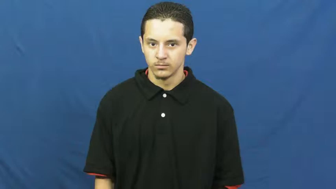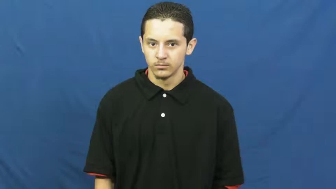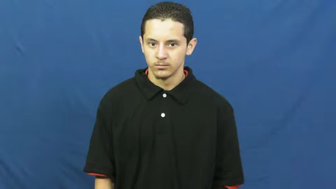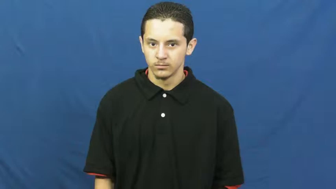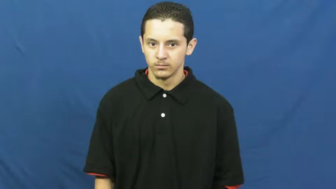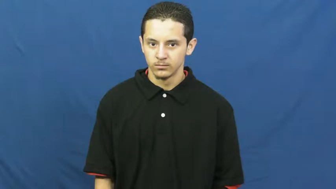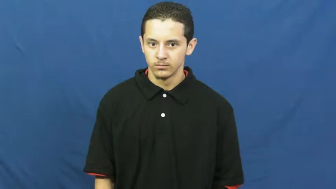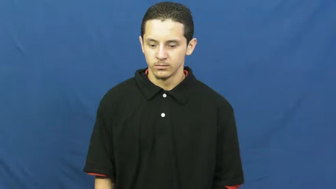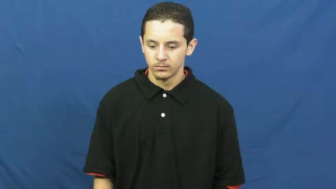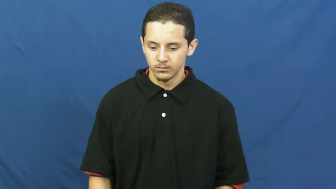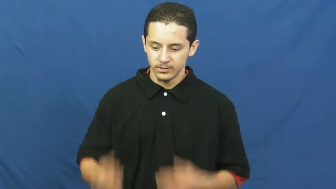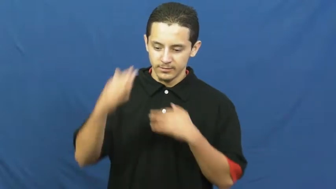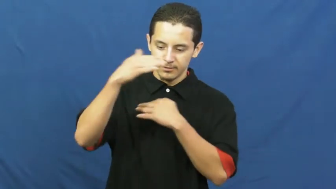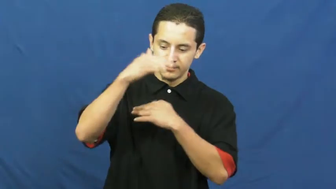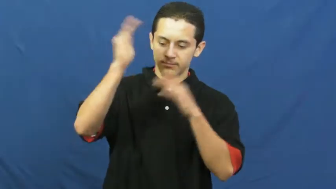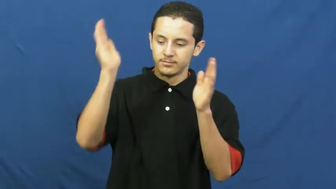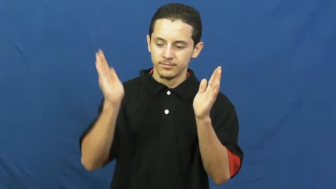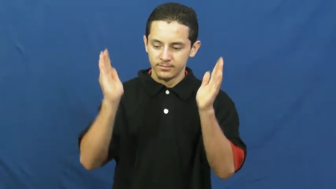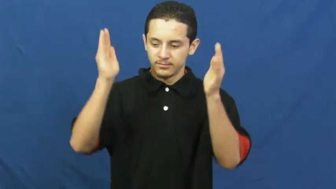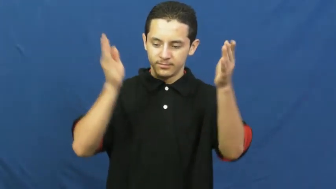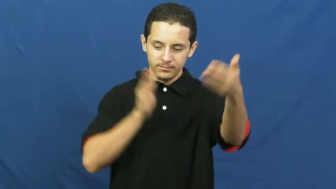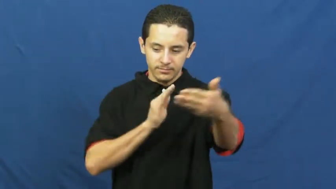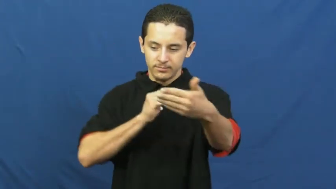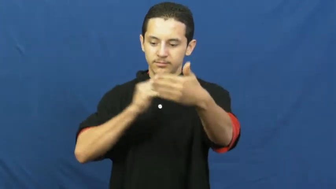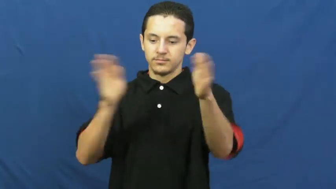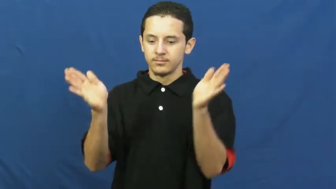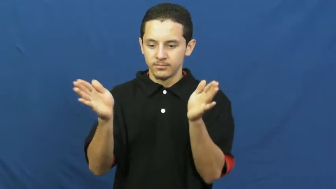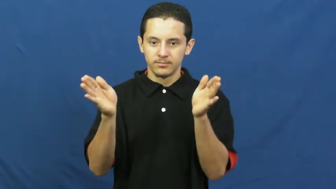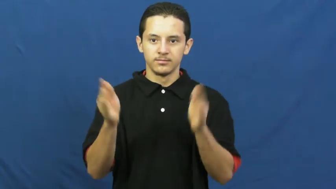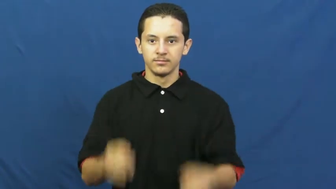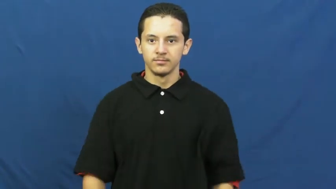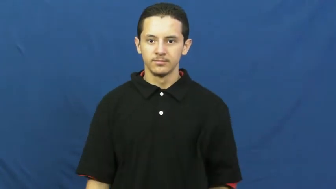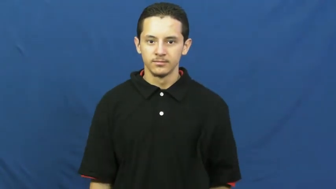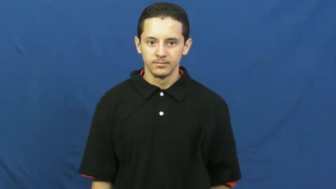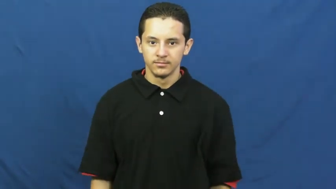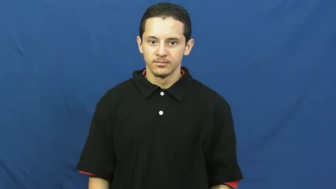cube